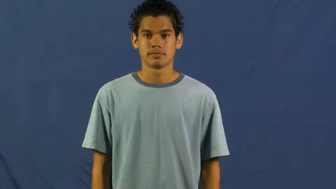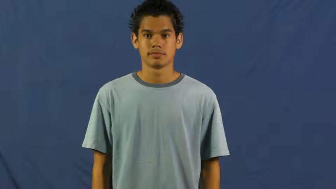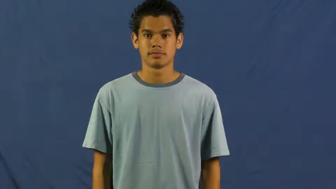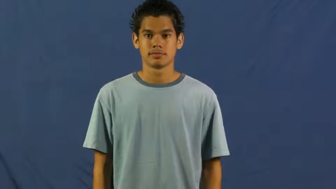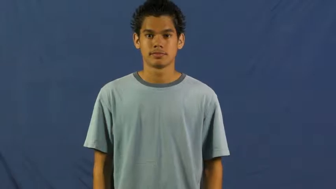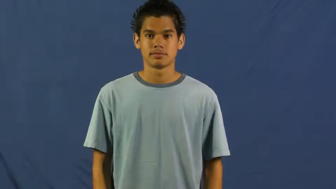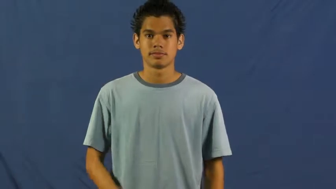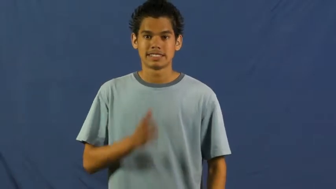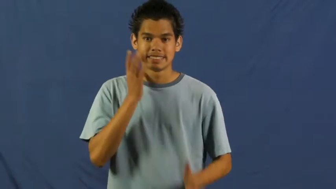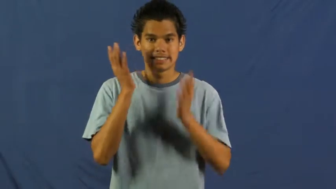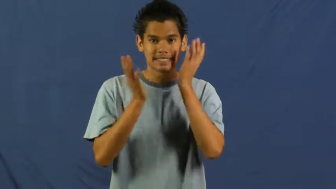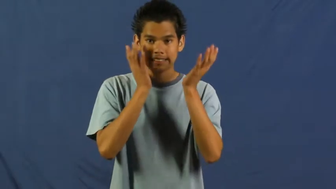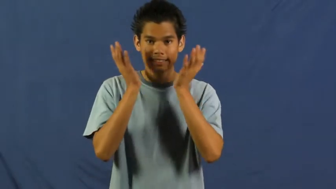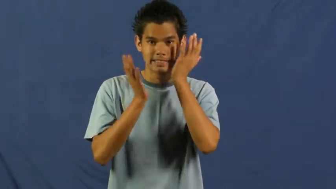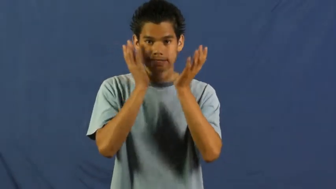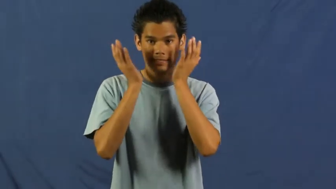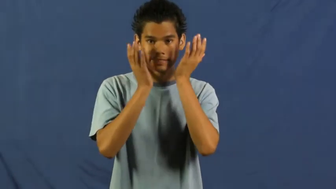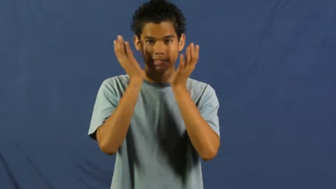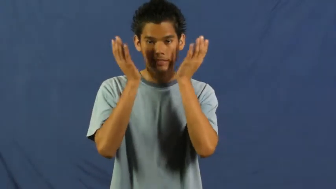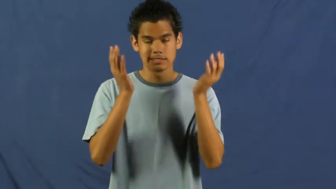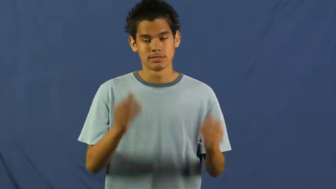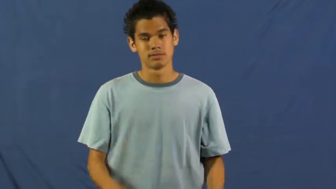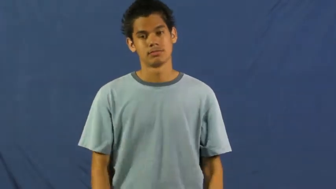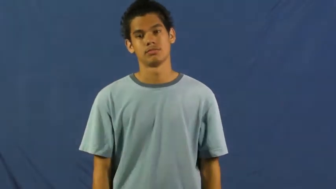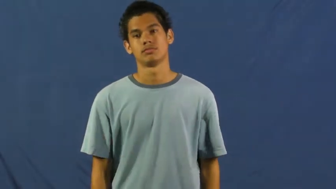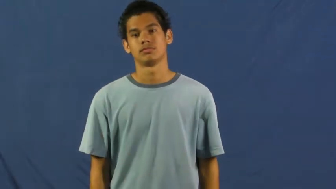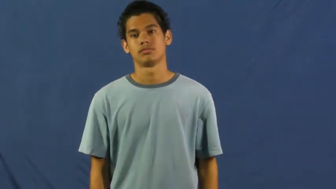embarrass,ignominious,cringe,glow